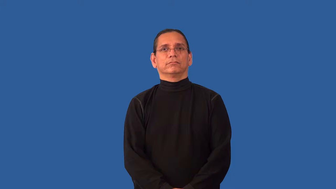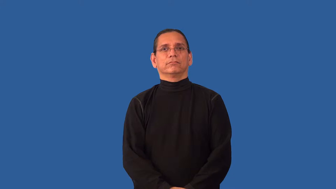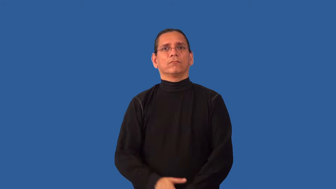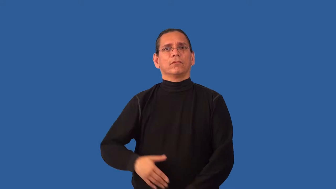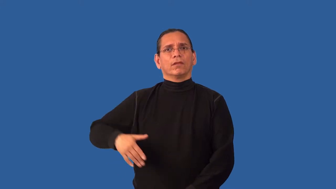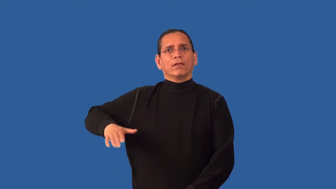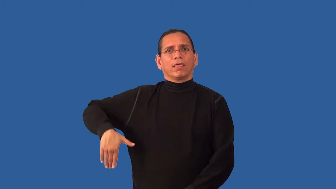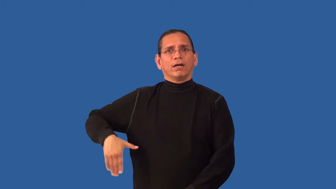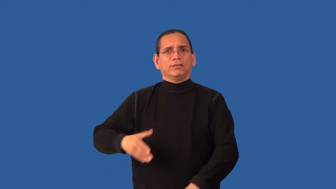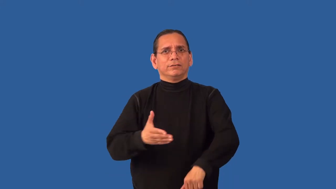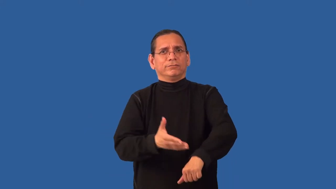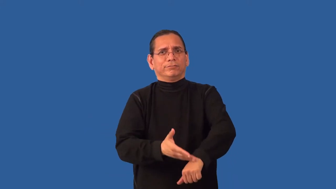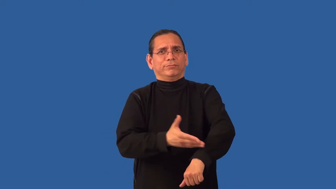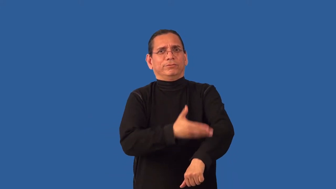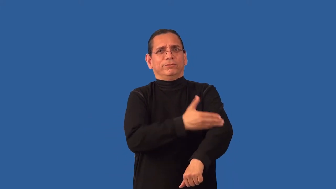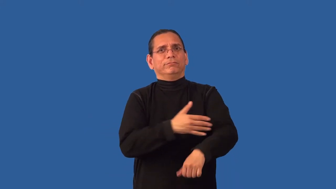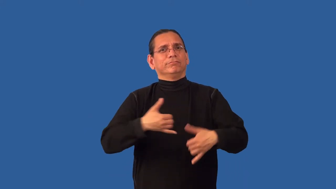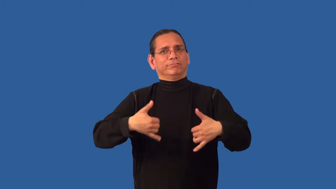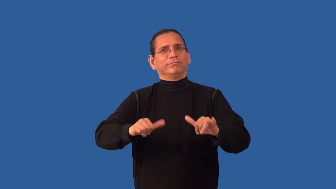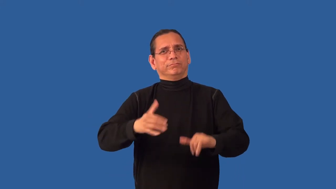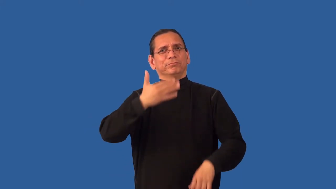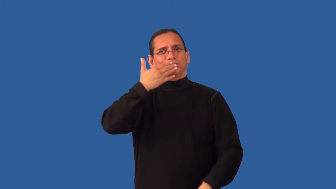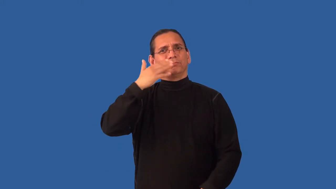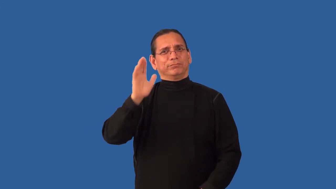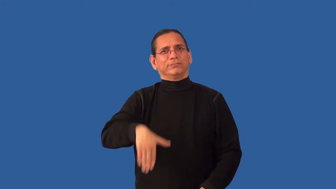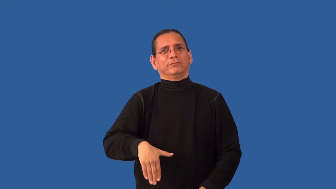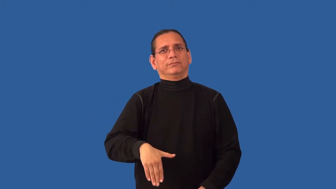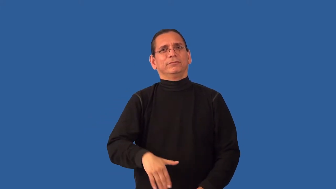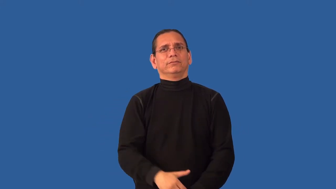unredeemed-can't reform